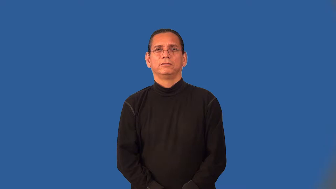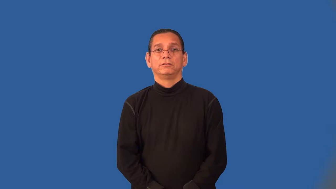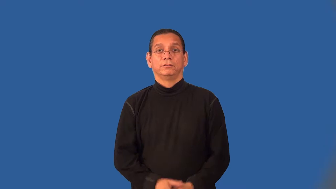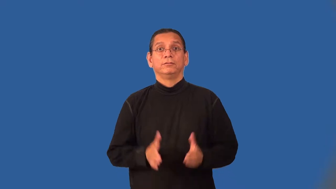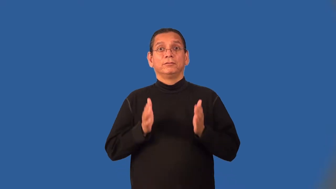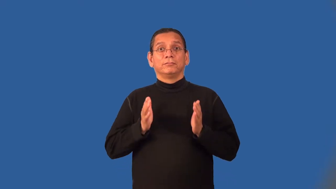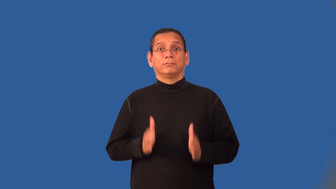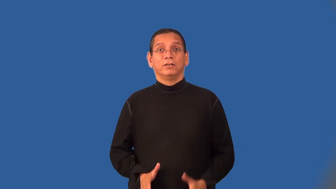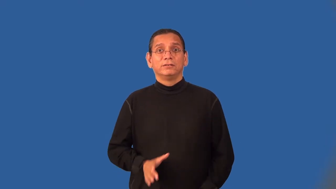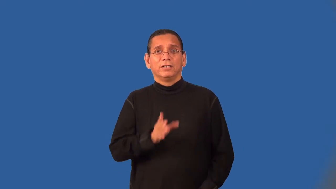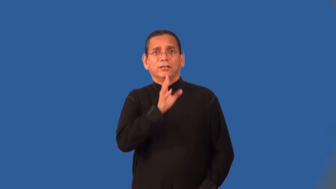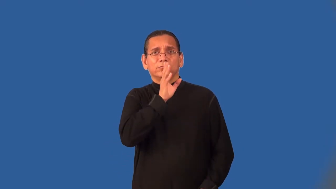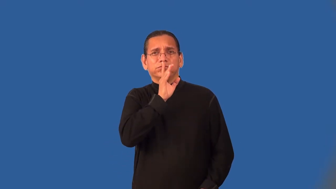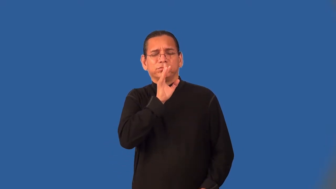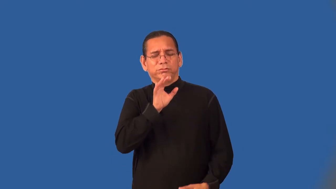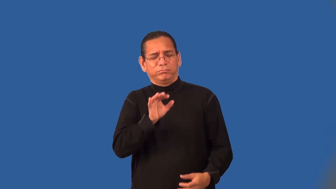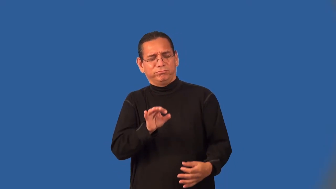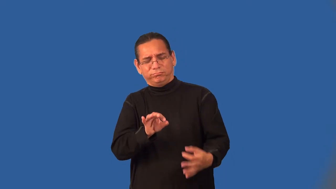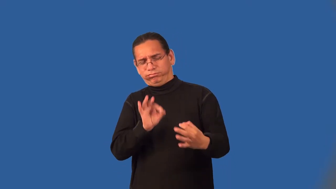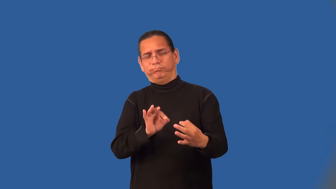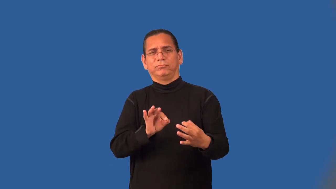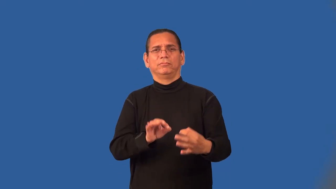elocutionist